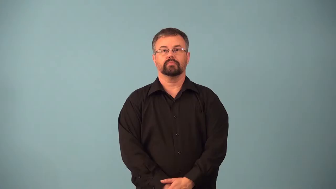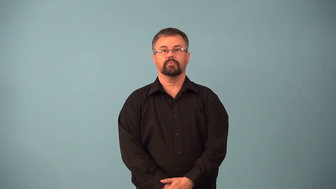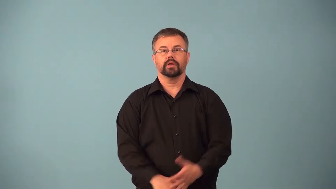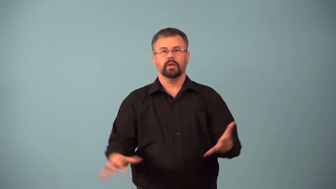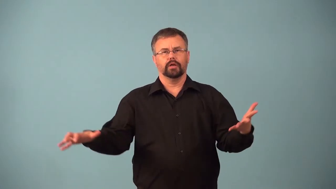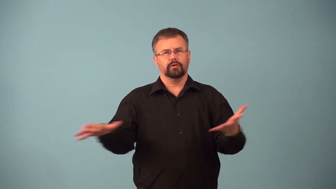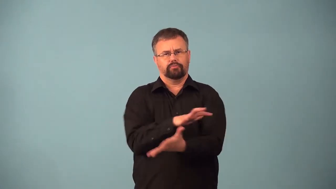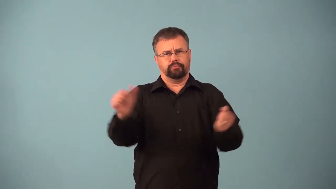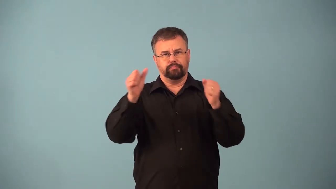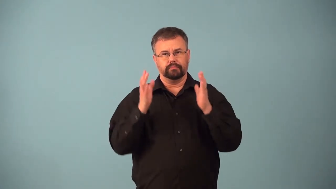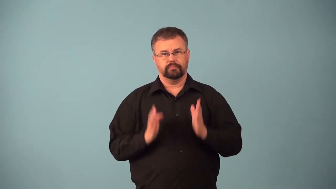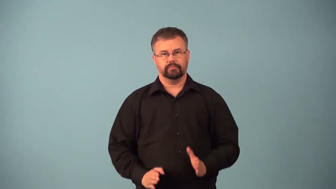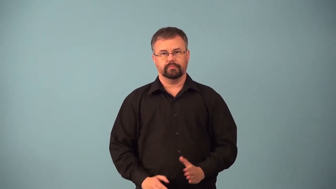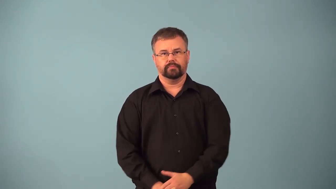annihilator